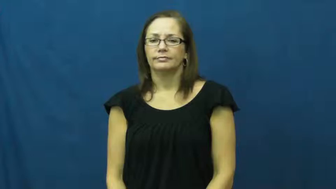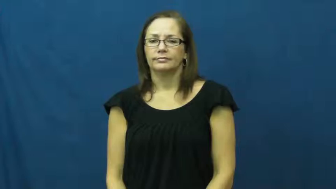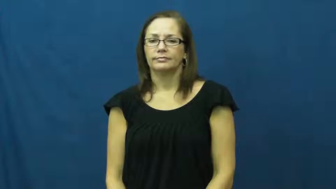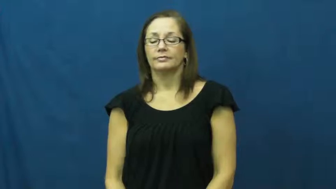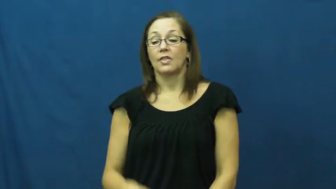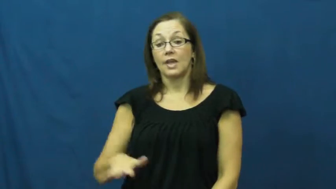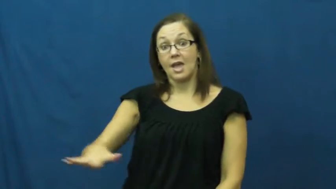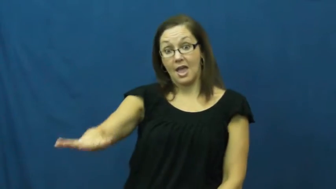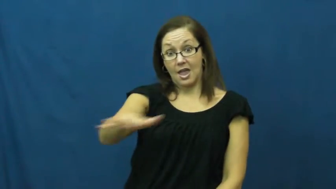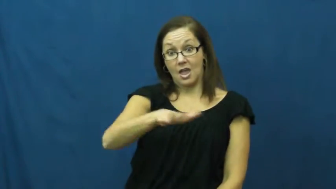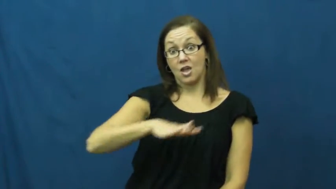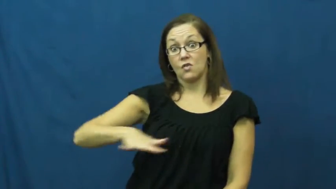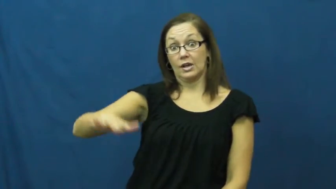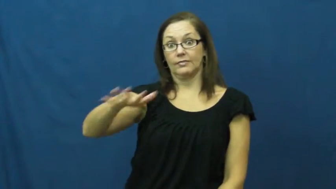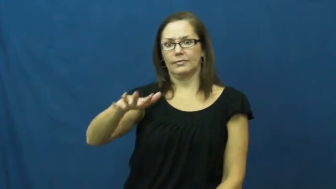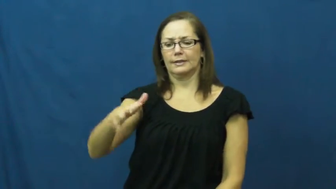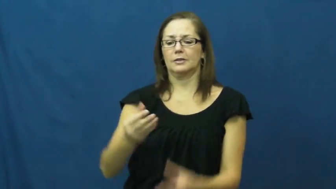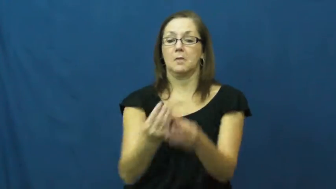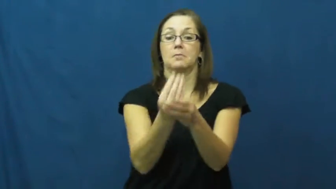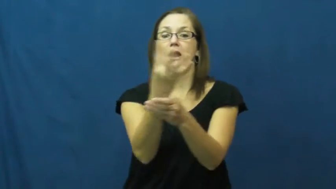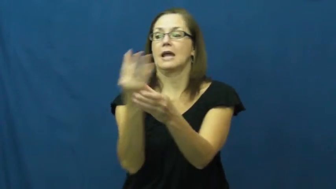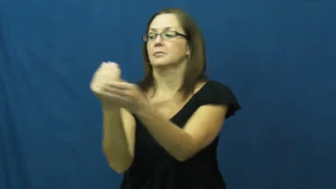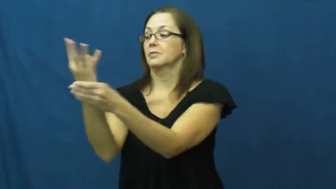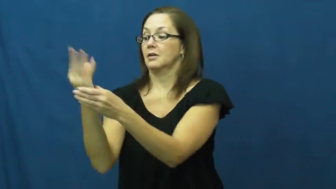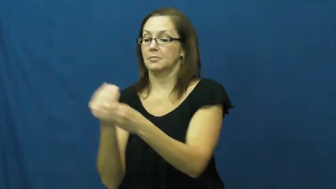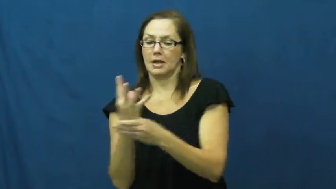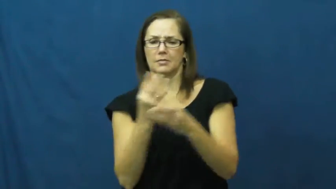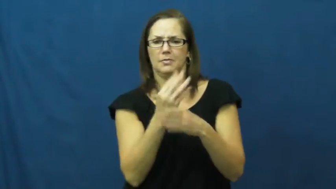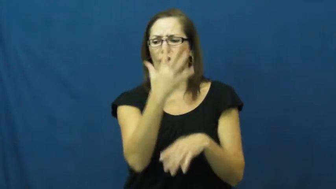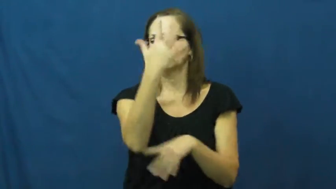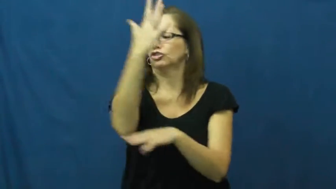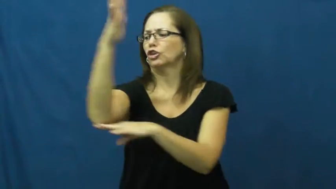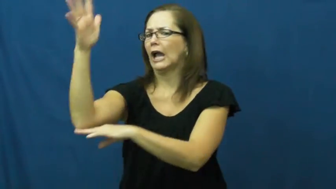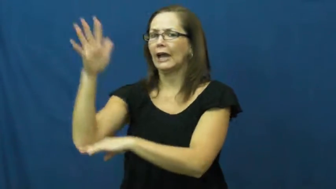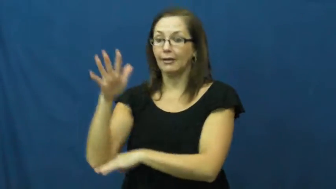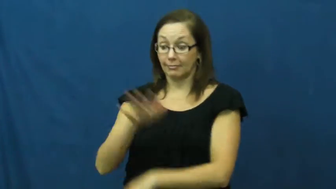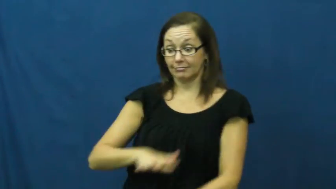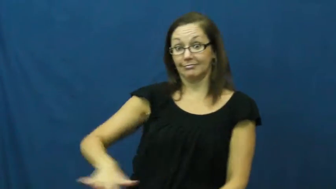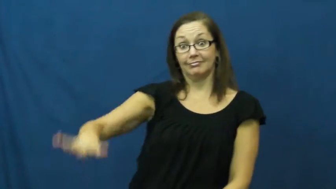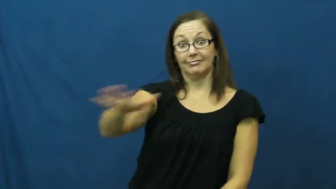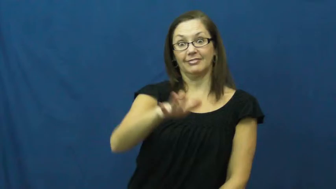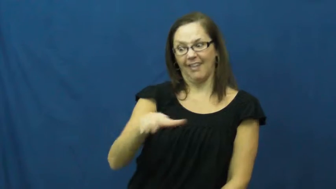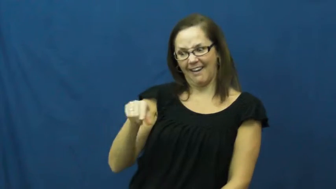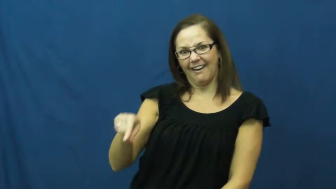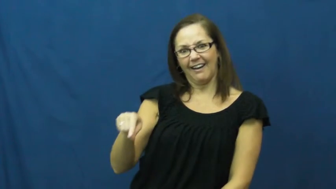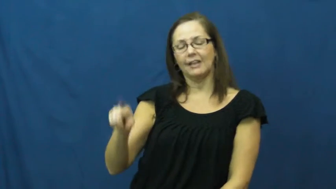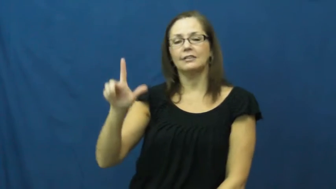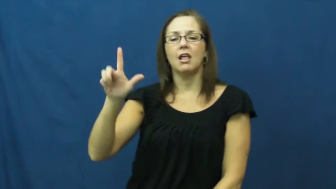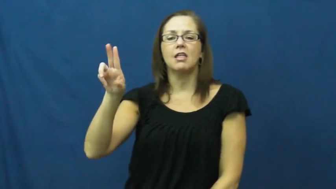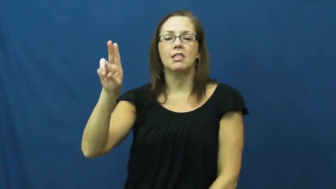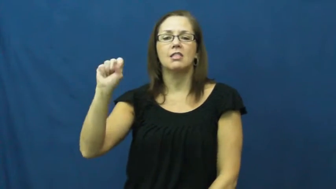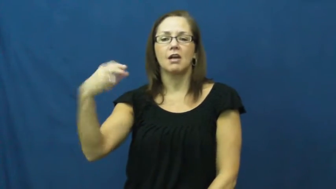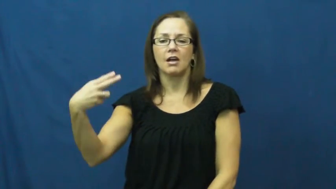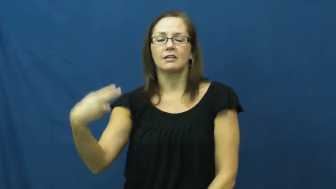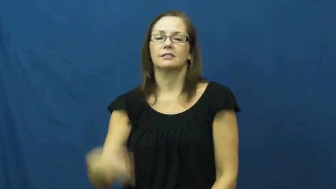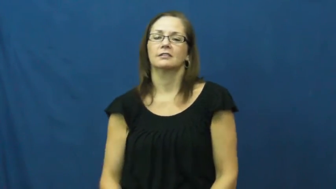lush,verdant,dense,brake